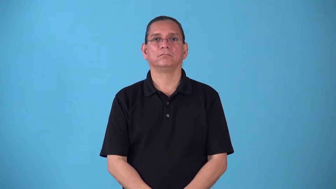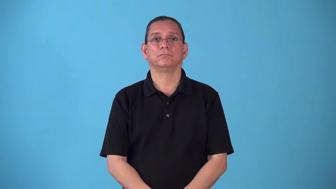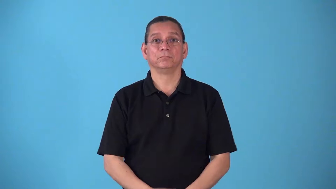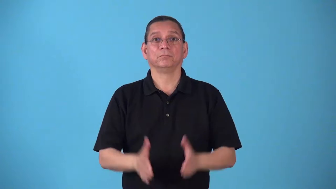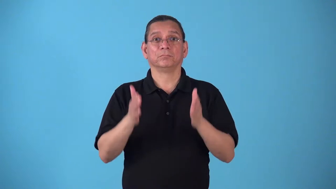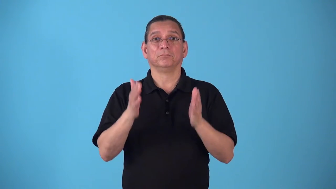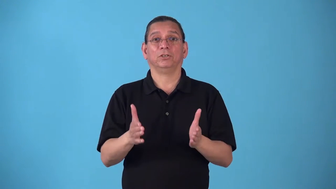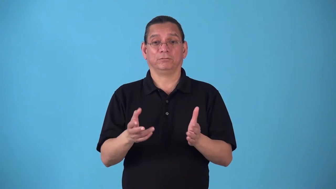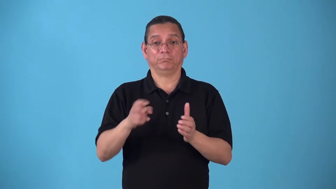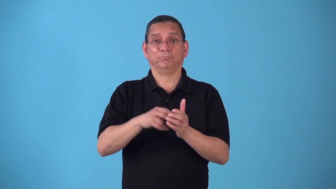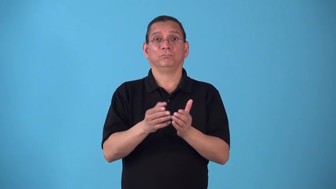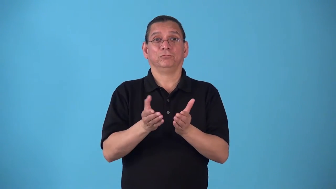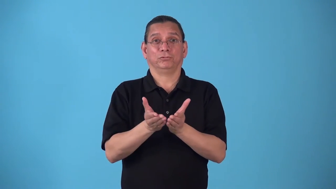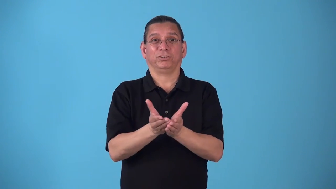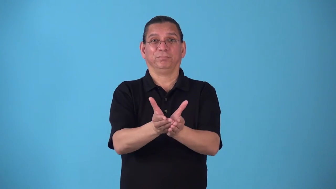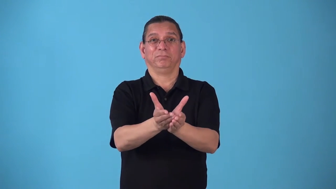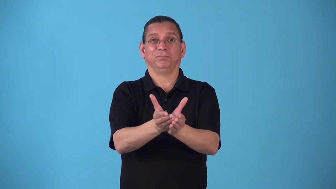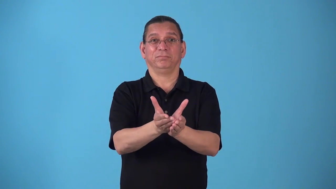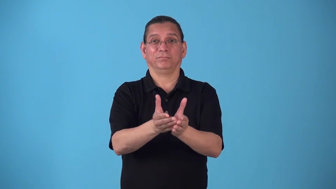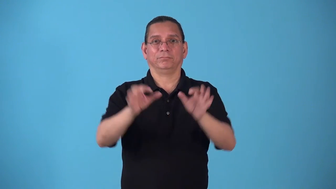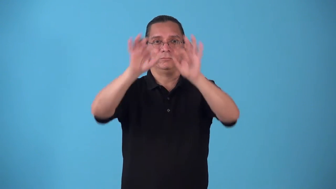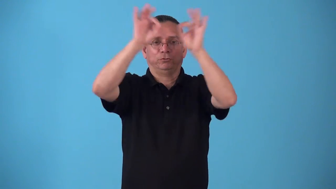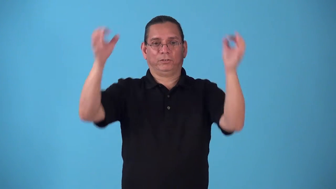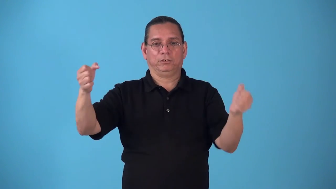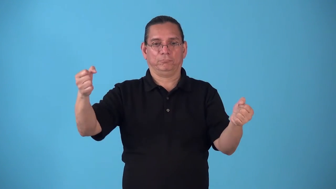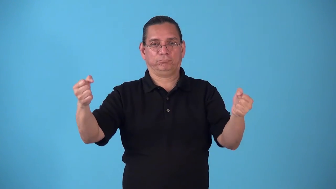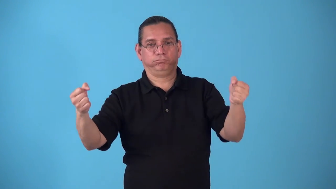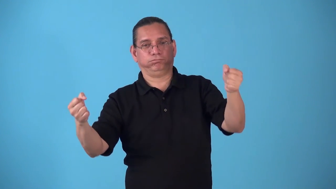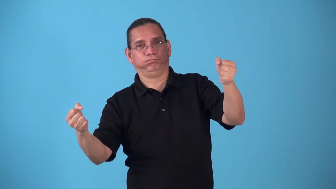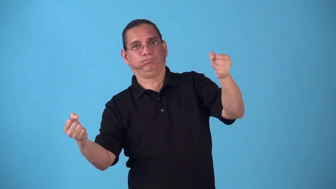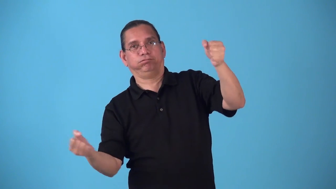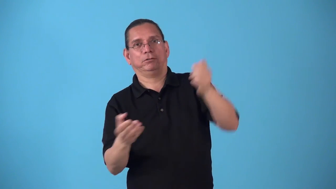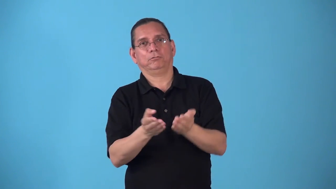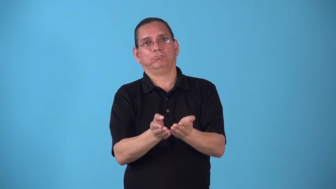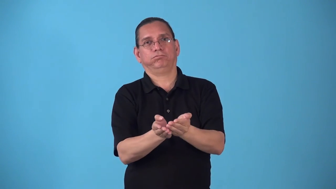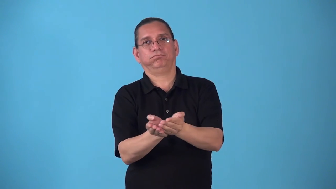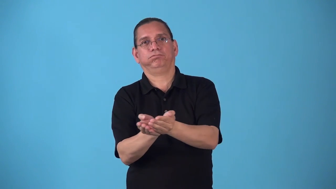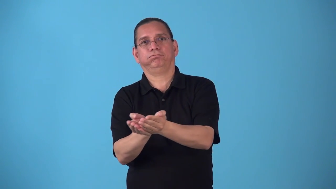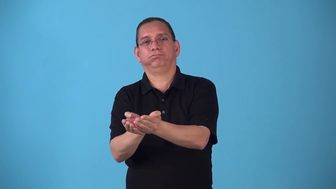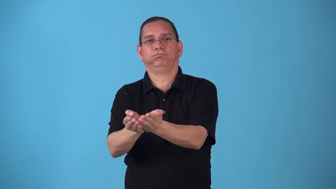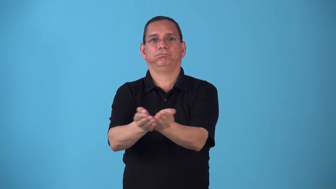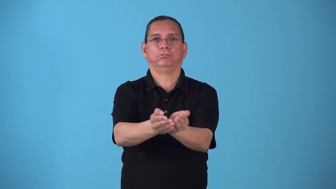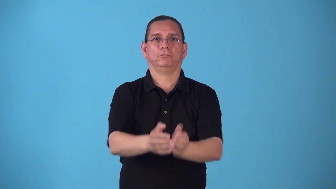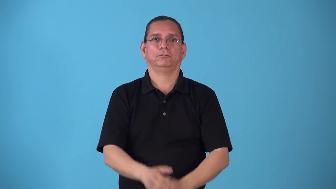steersman,pilot